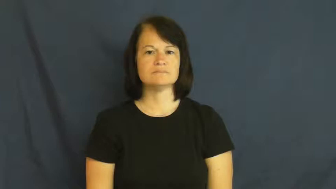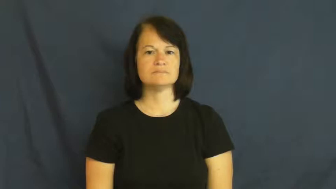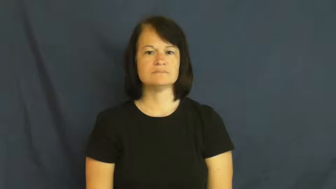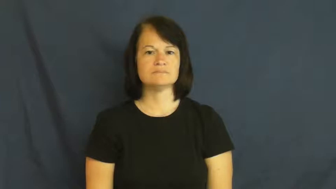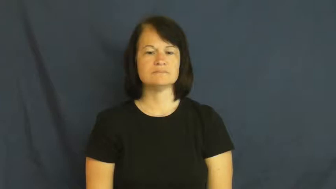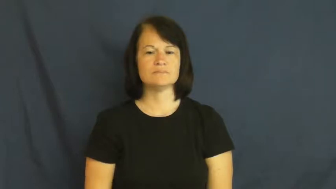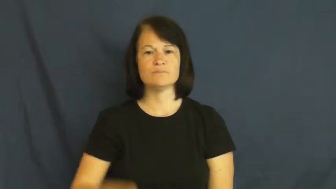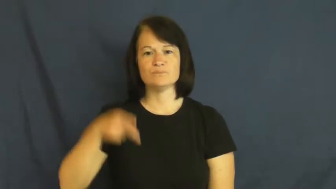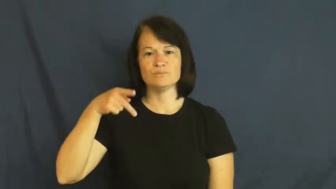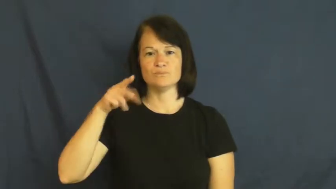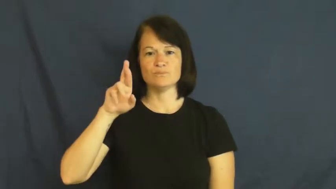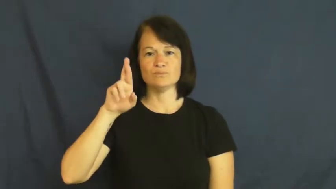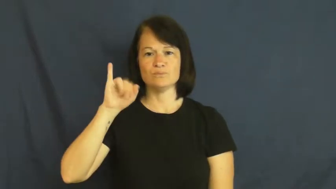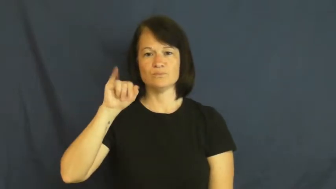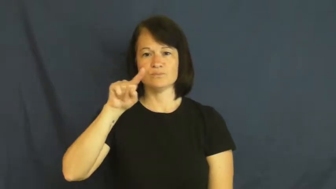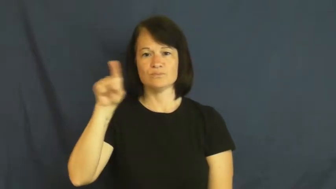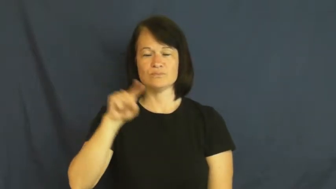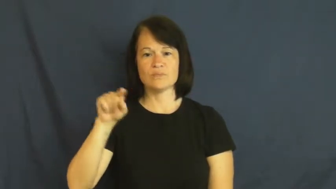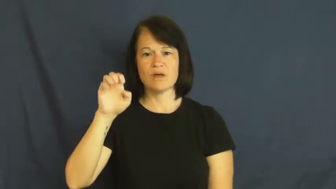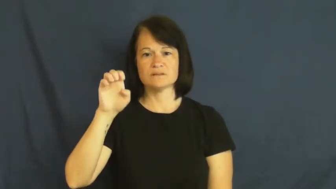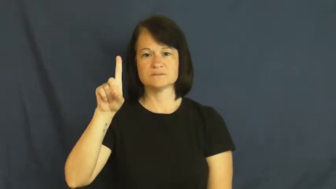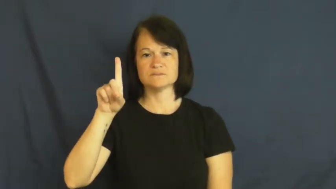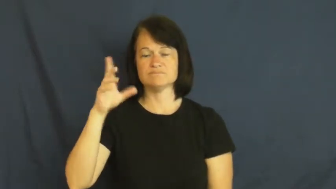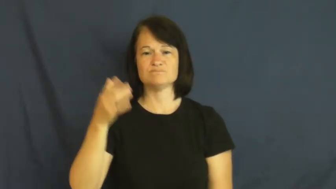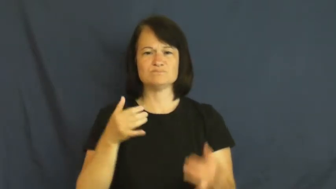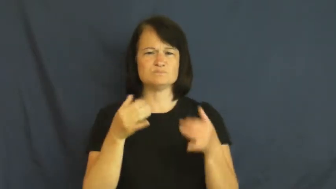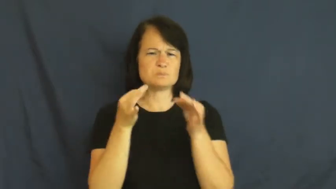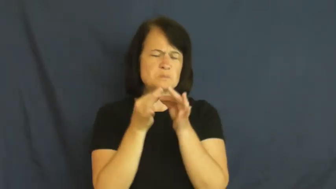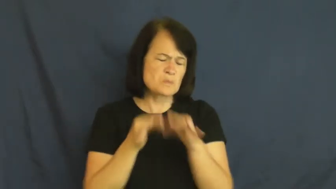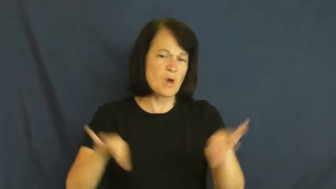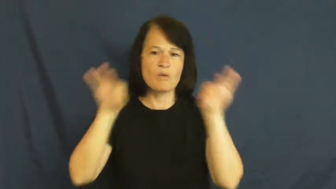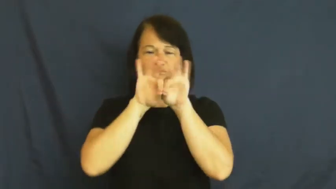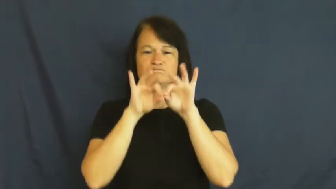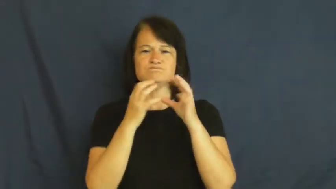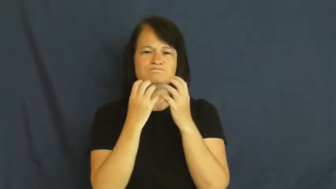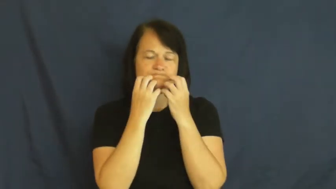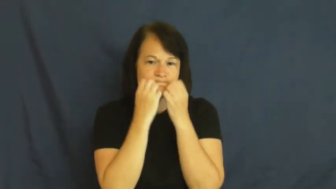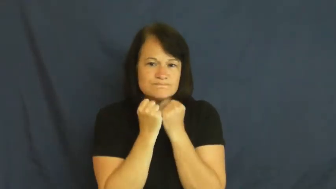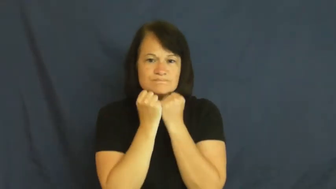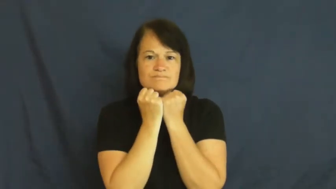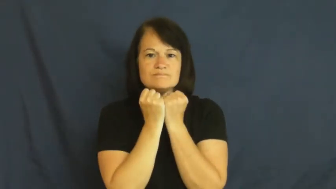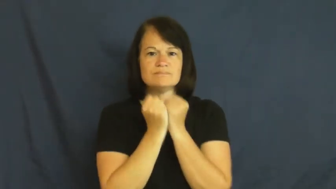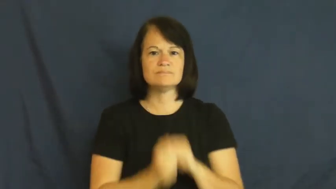prized